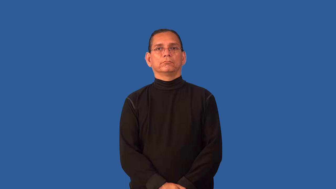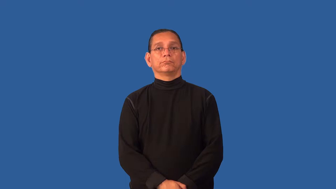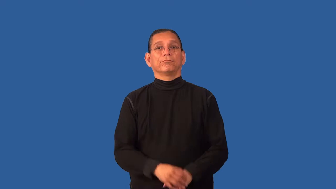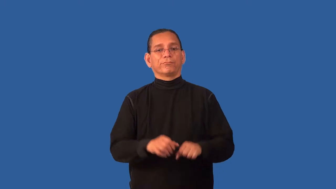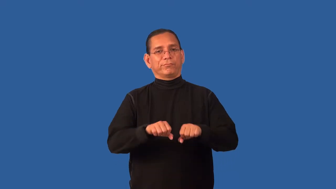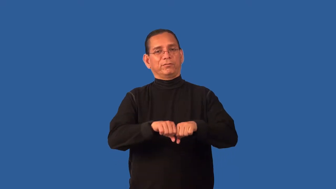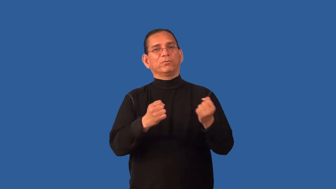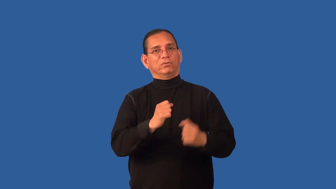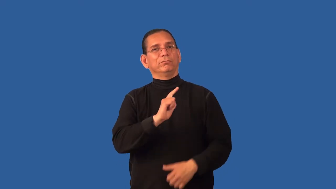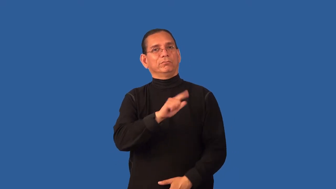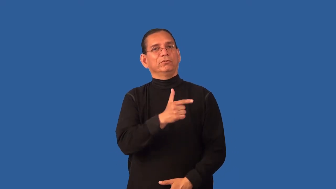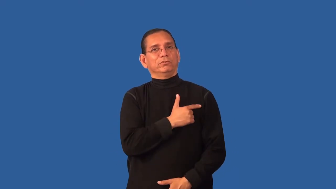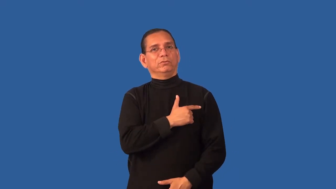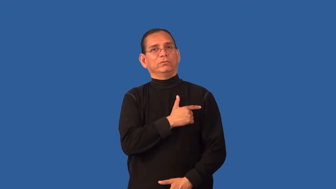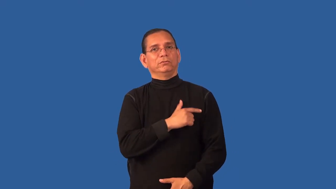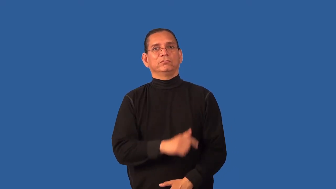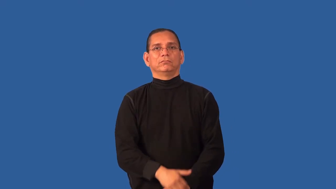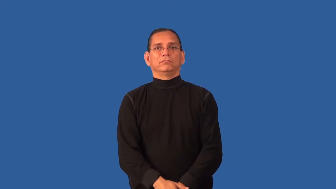disloyal,inconstant